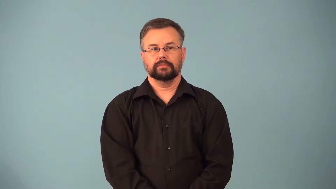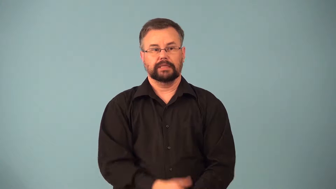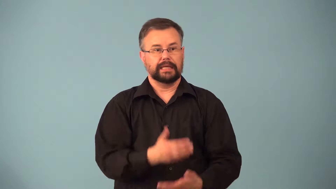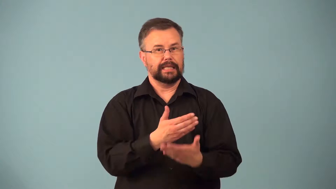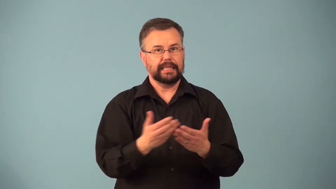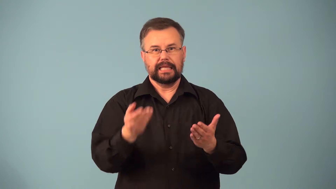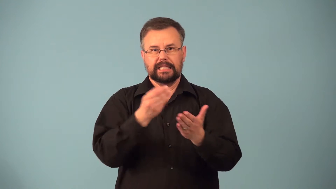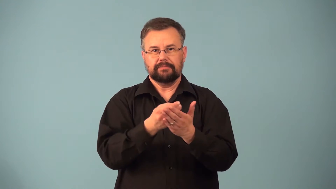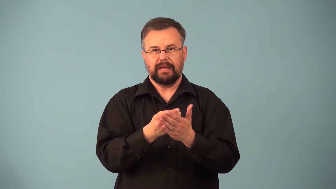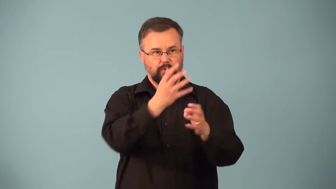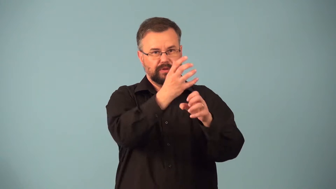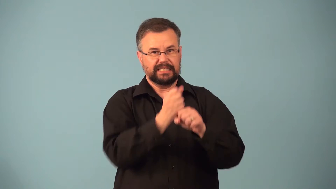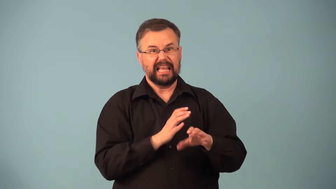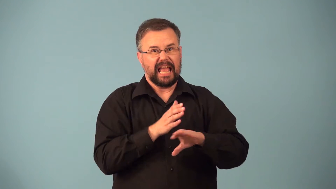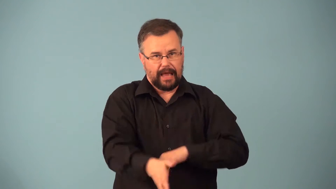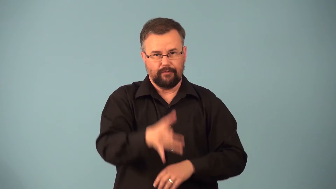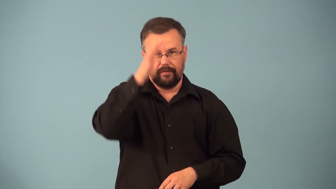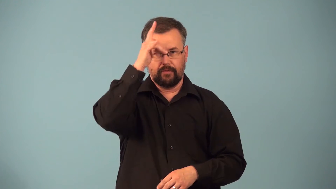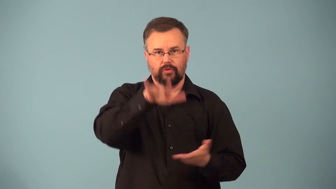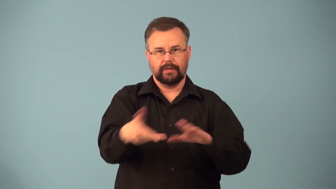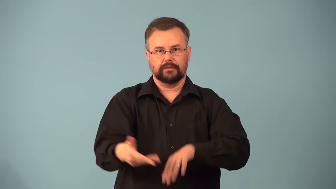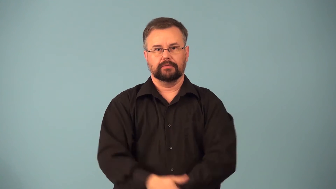patrimony